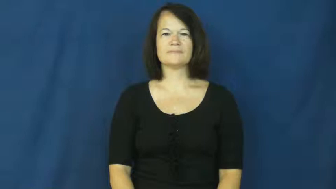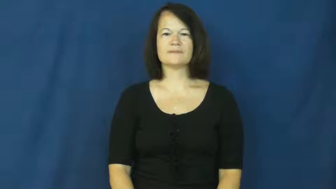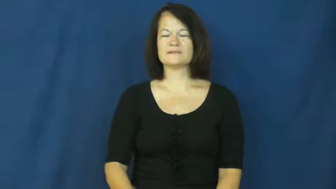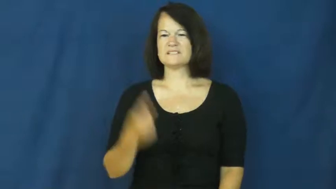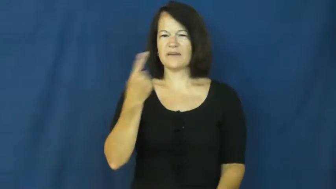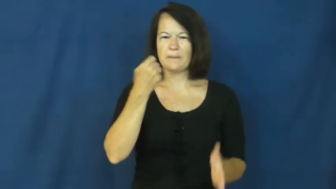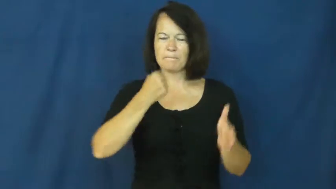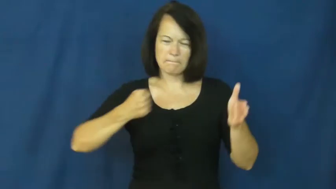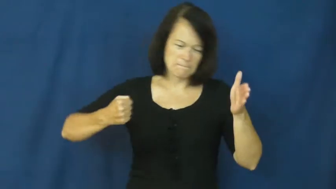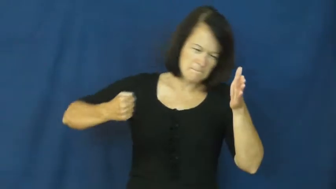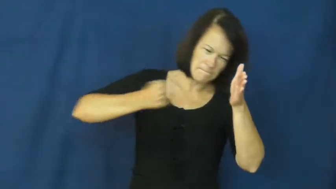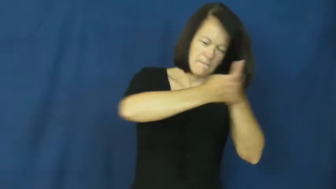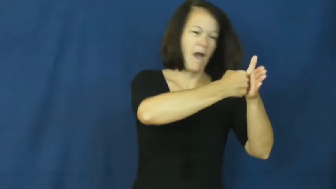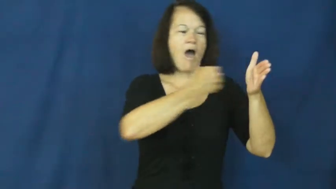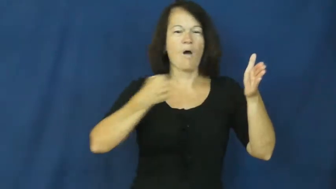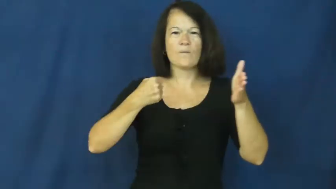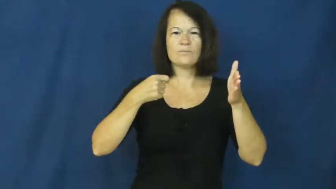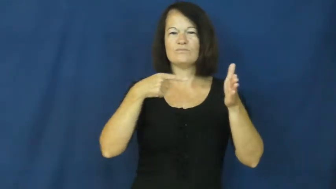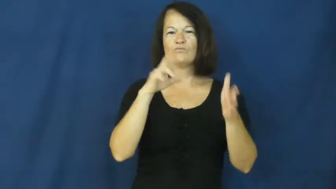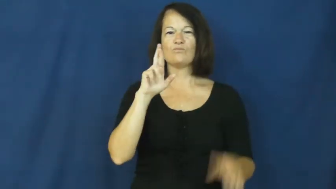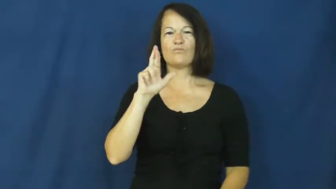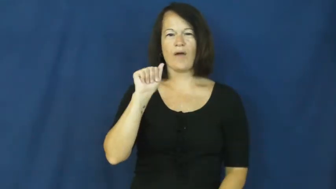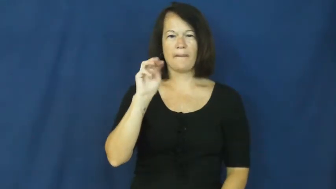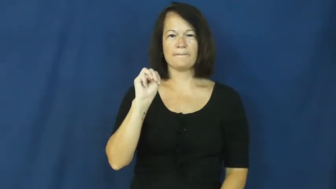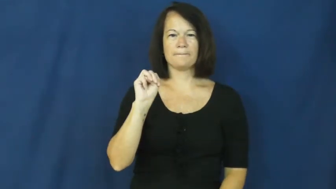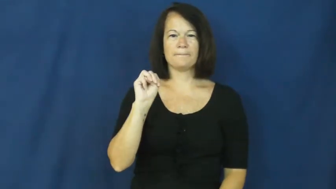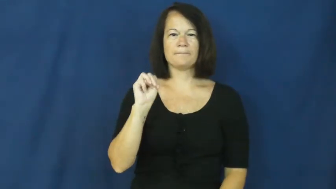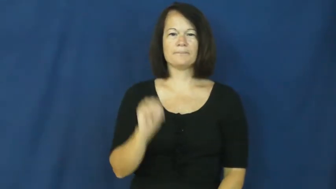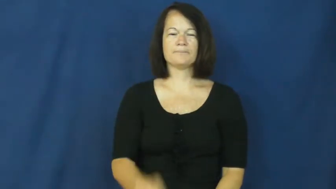hit,ram,broadside